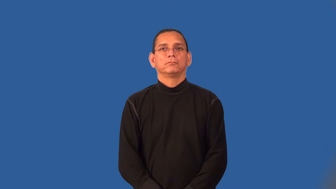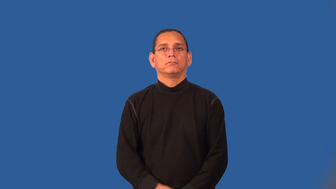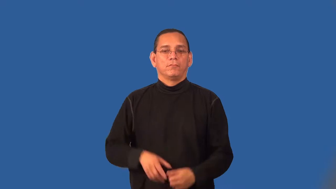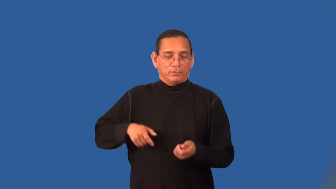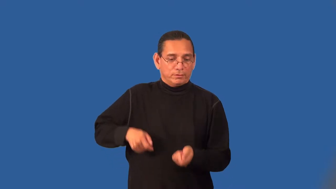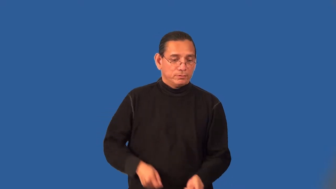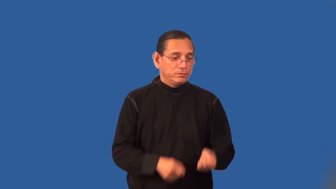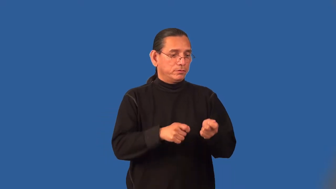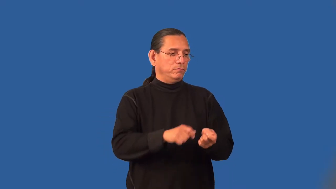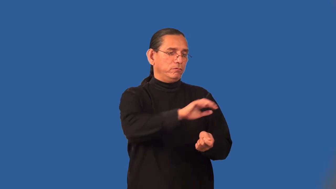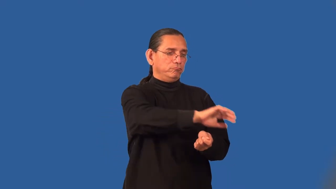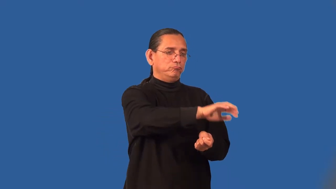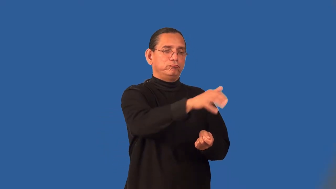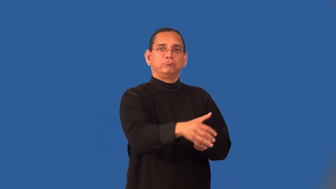shovelful,spadeful